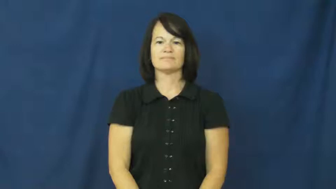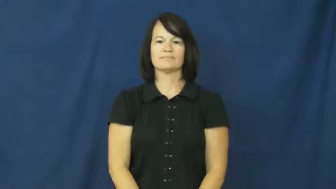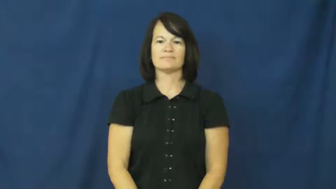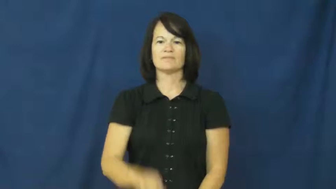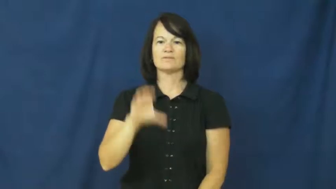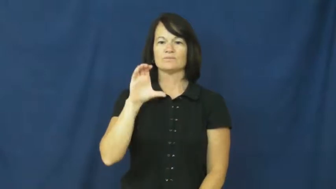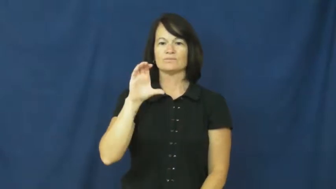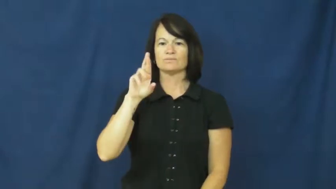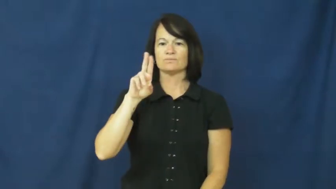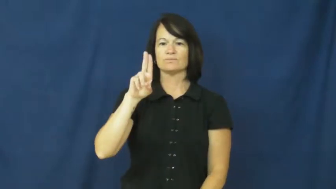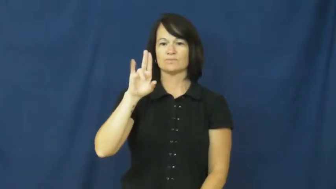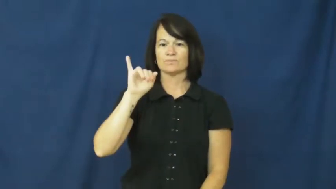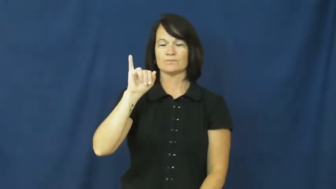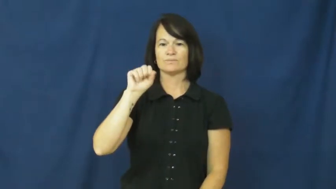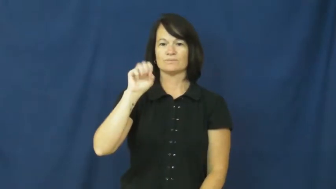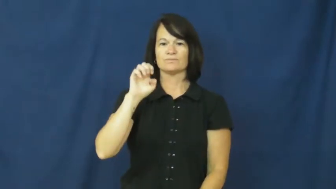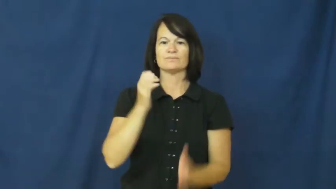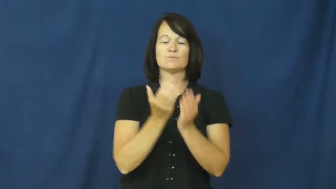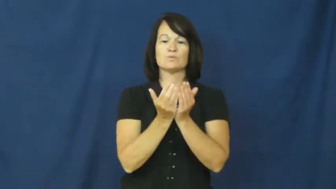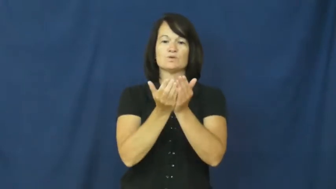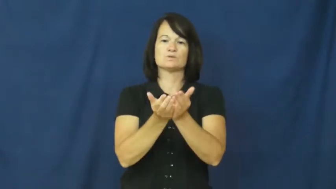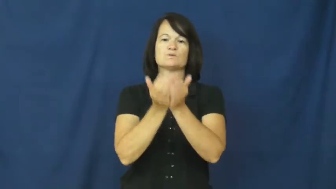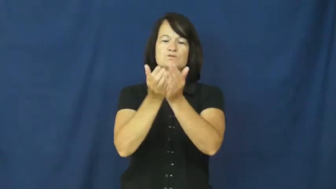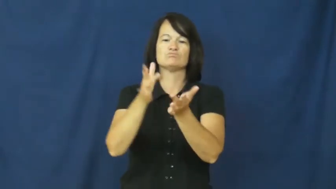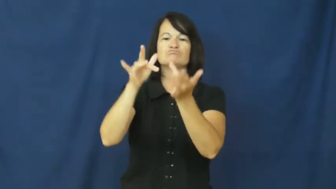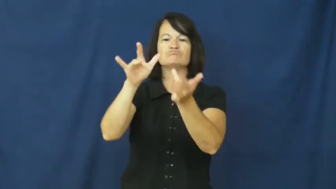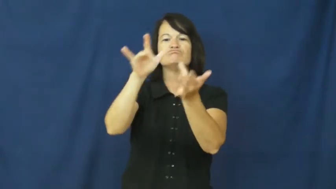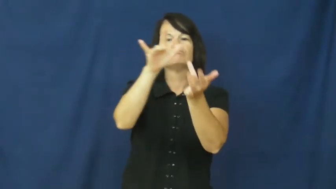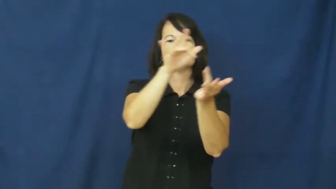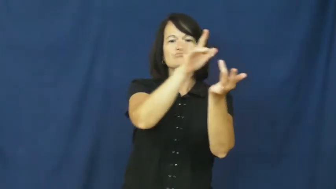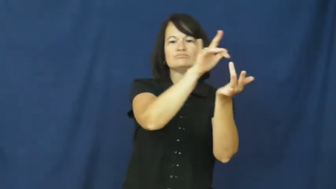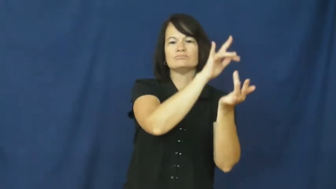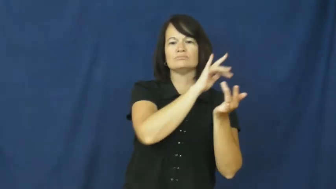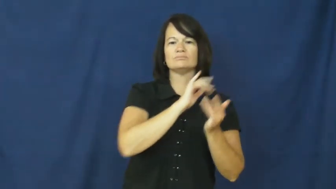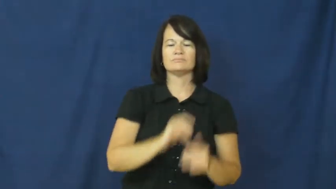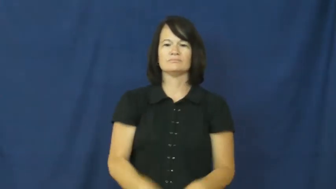cruise-ship